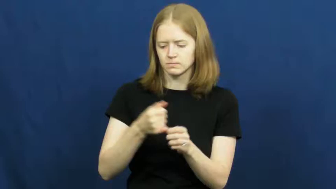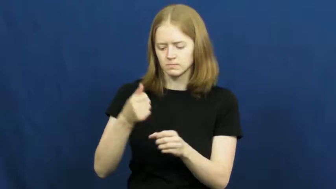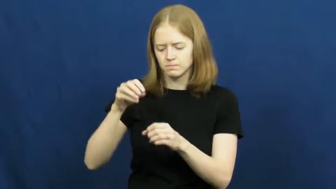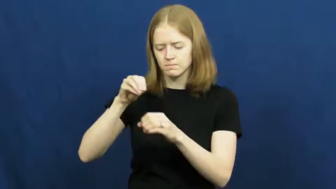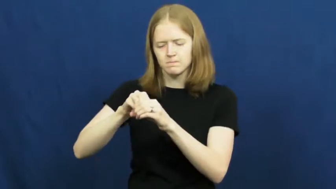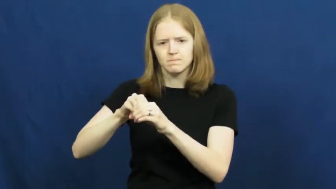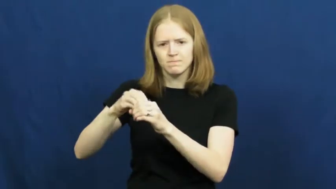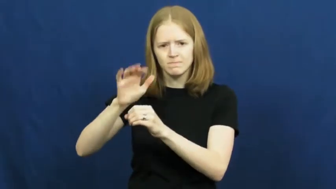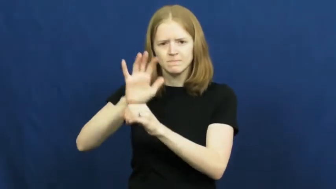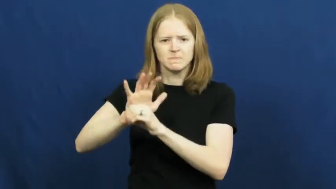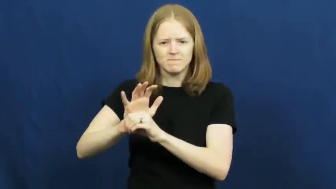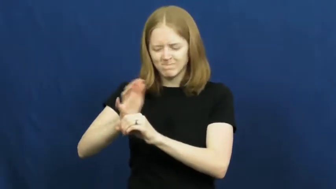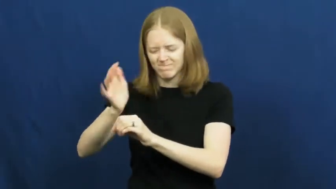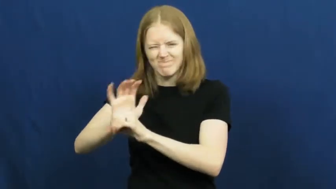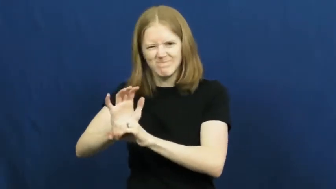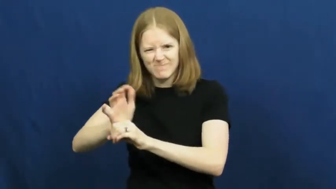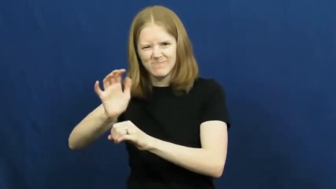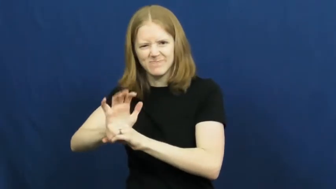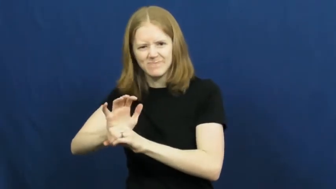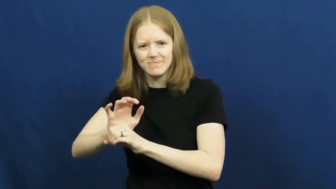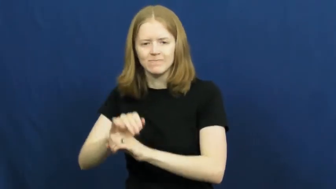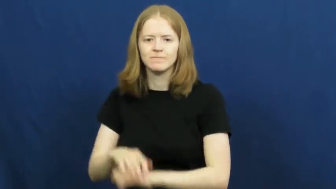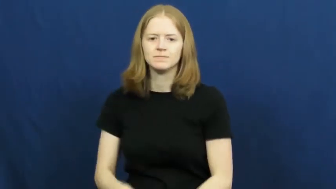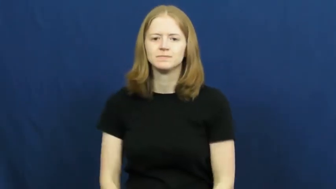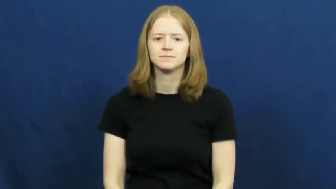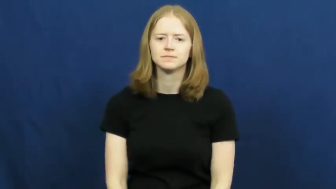cram,jam,cram in,cram into,jam in,jam into,drive,drive into,force,get,bury